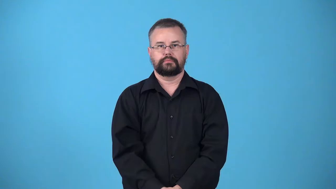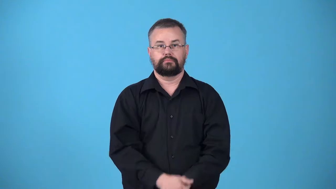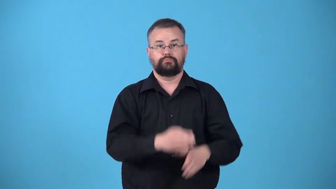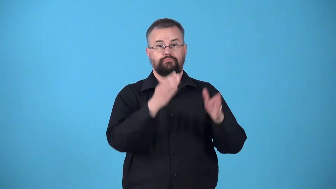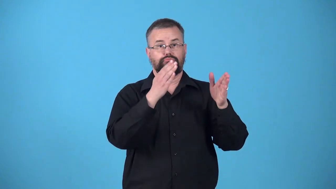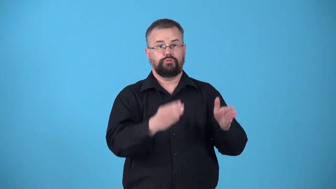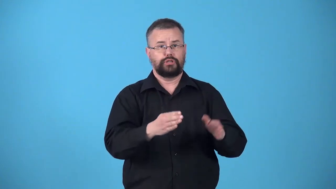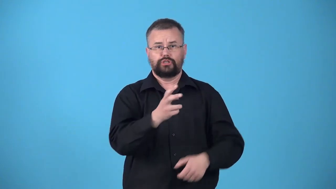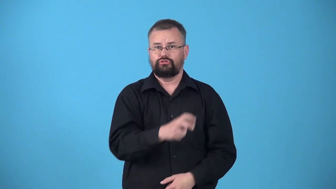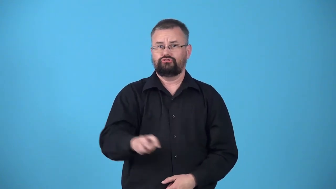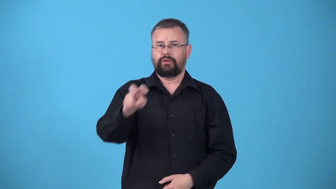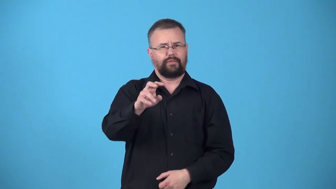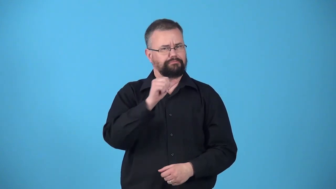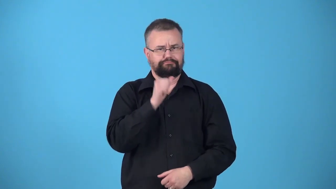untraveled